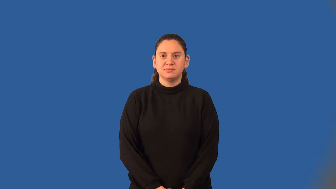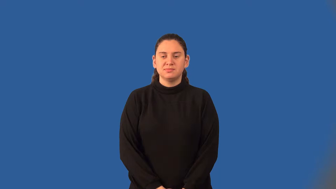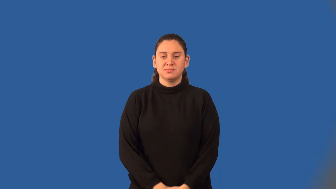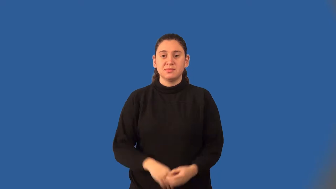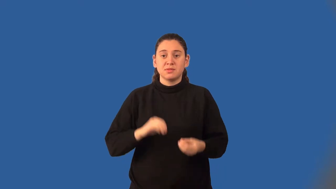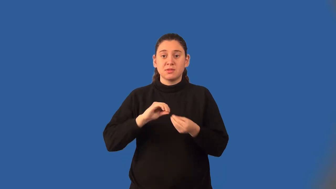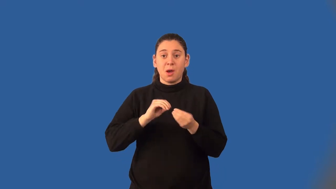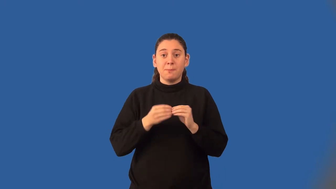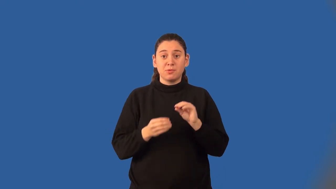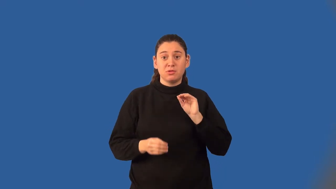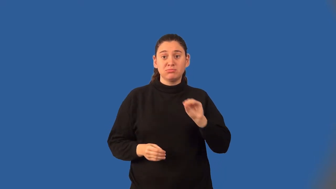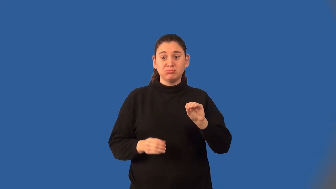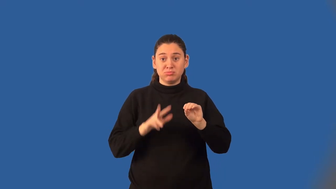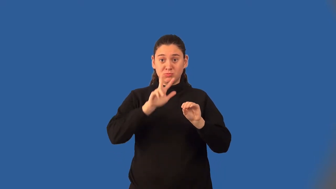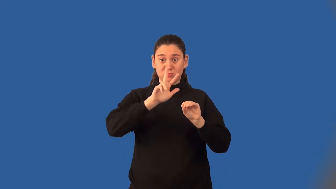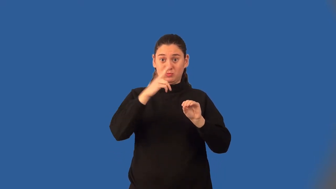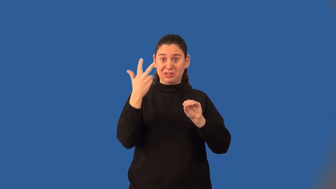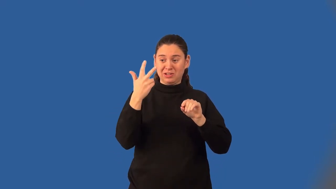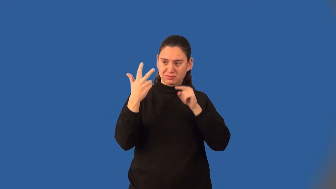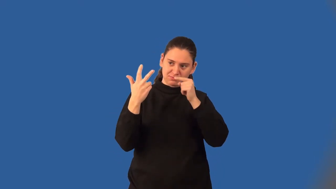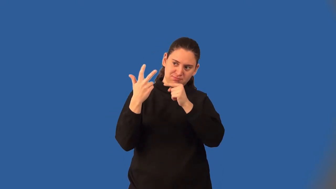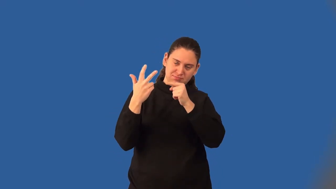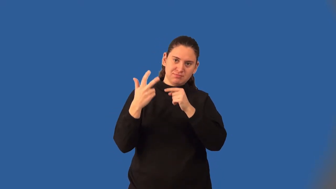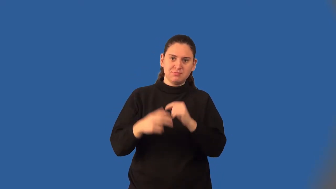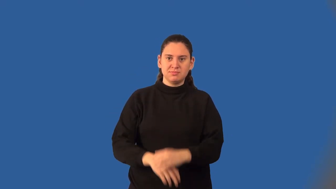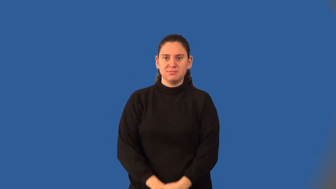cube-exponent